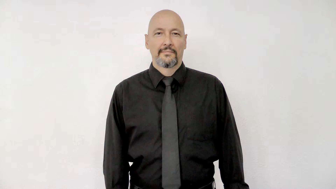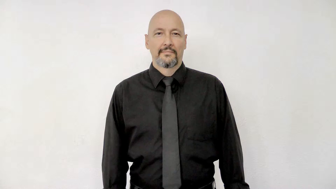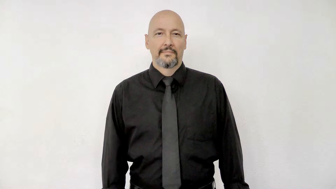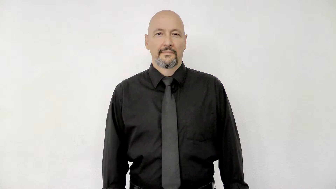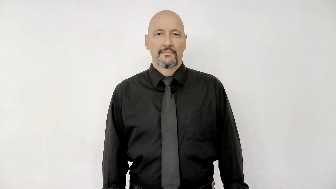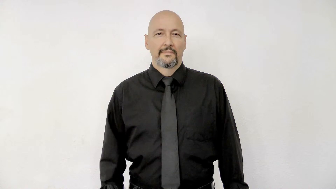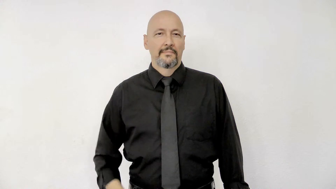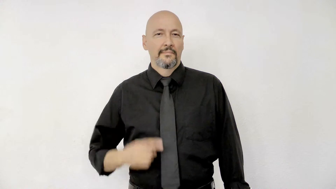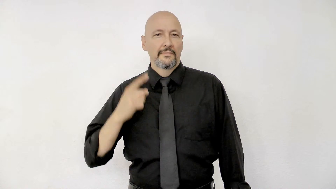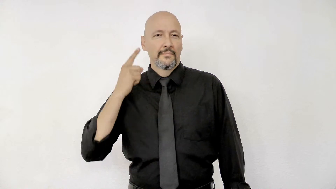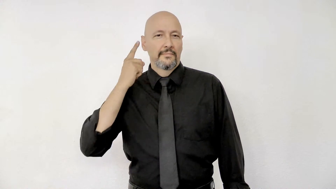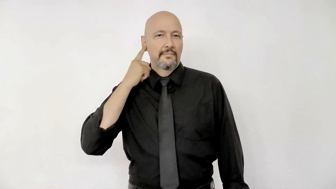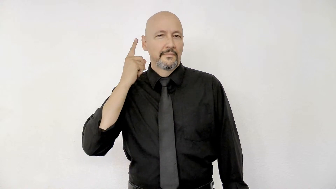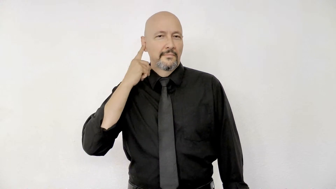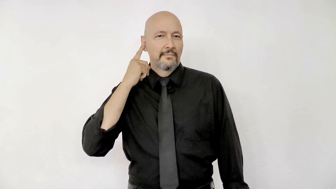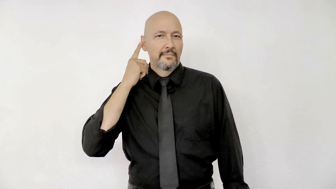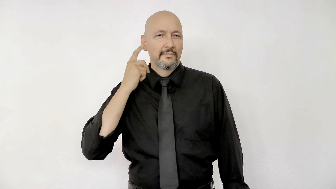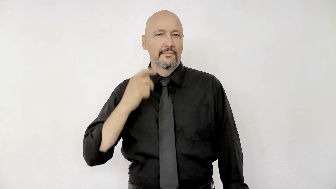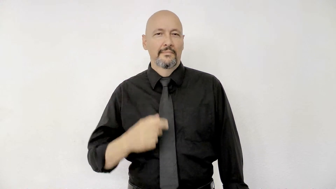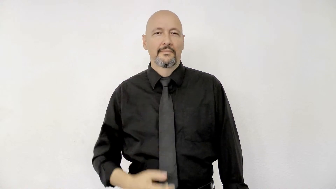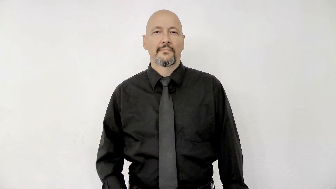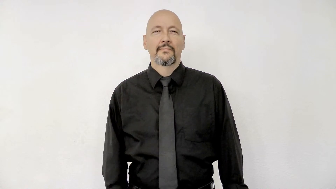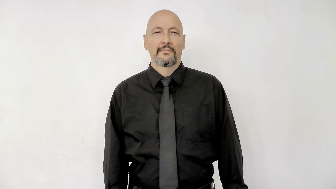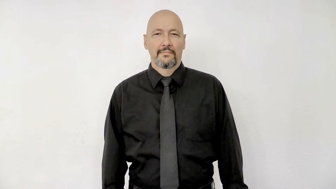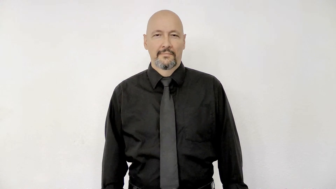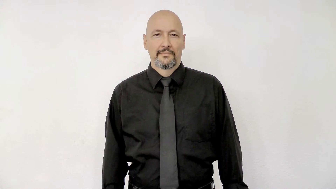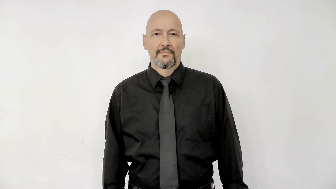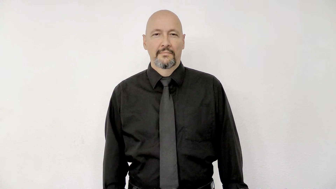sound